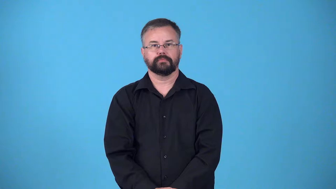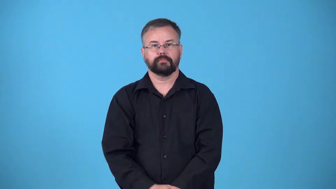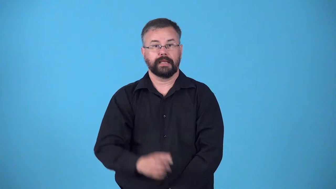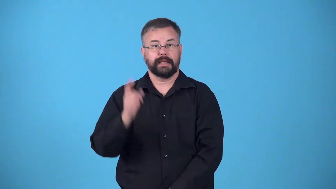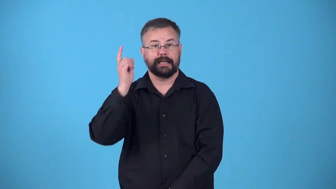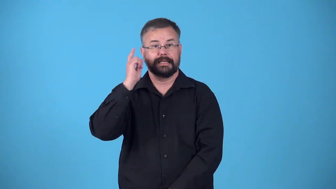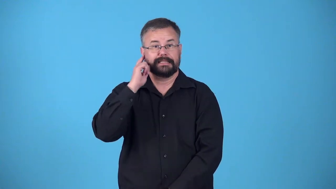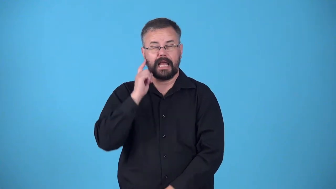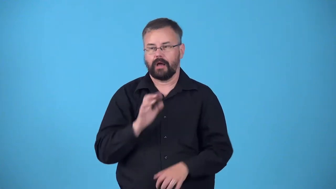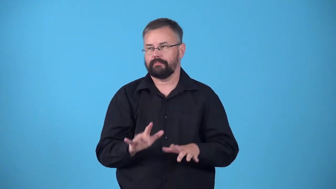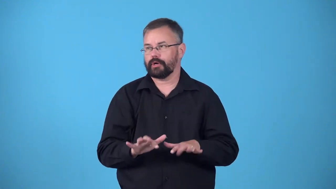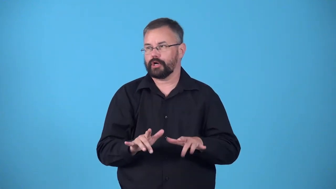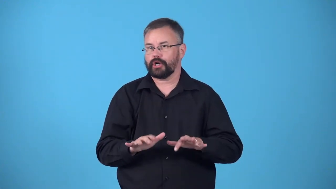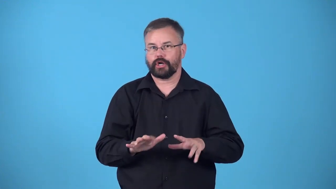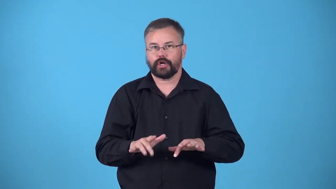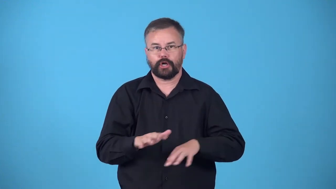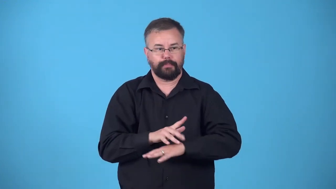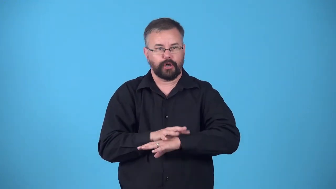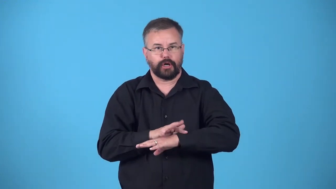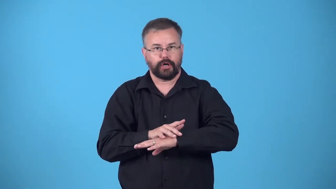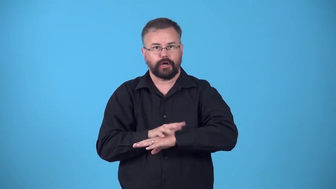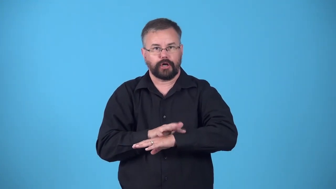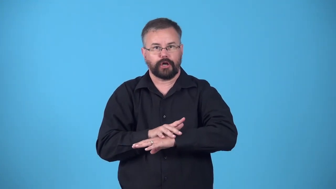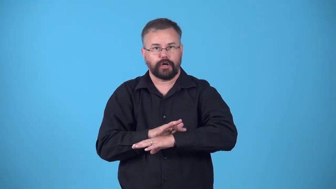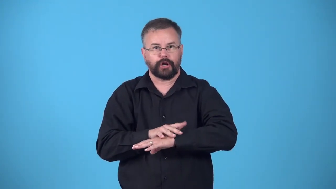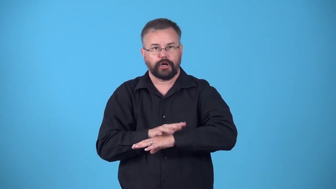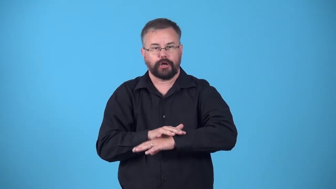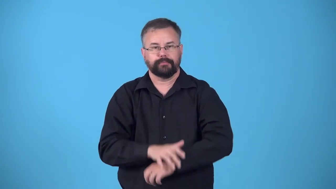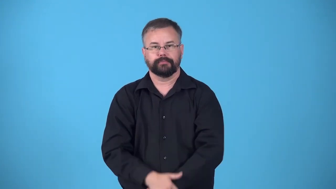drum